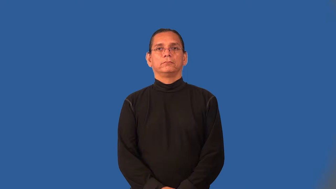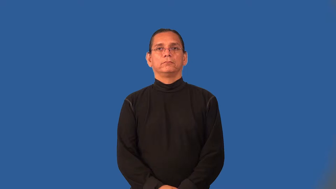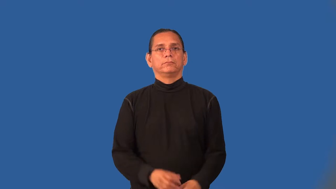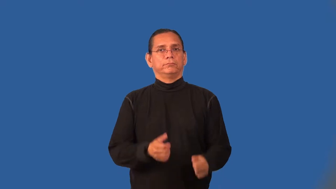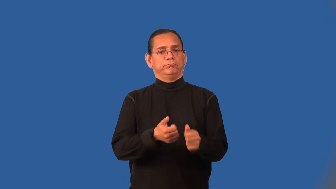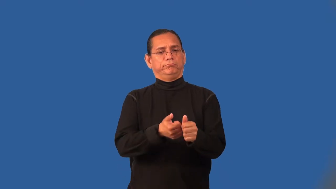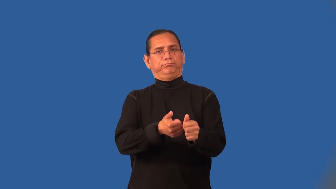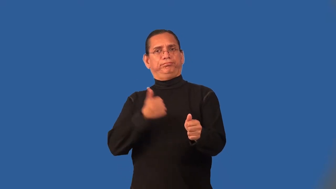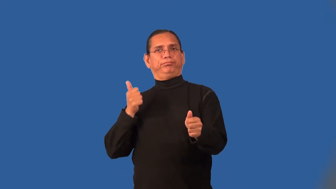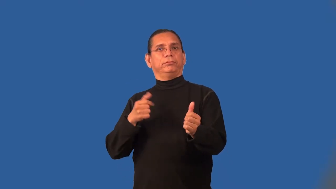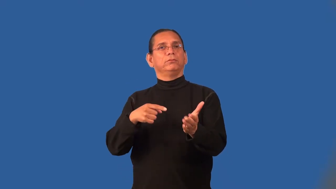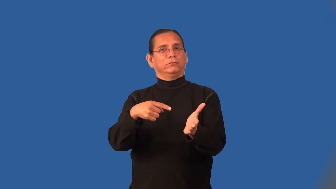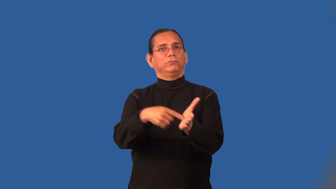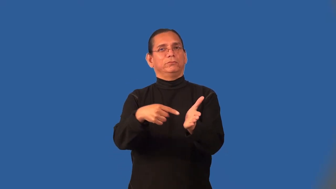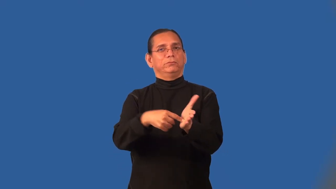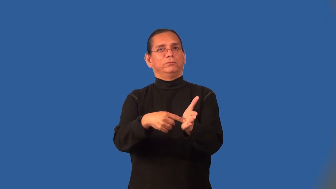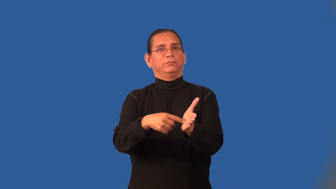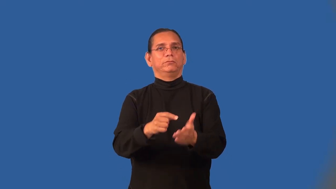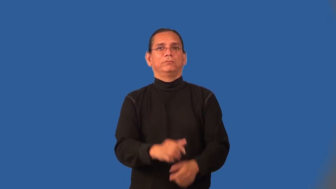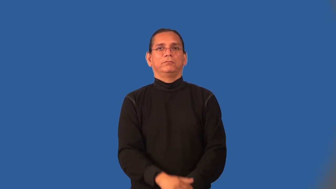overdue